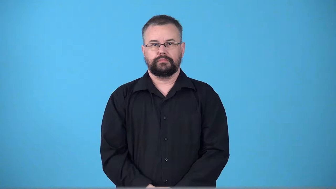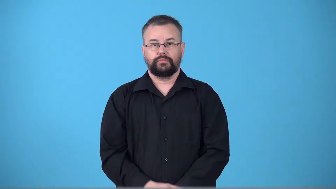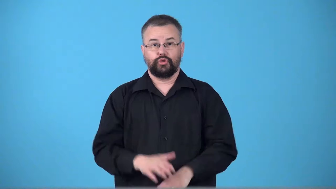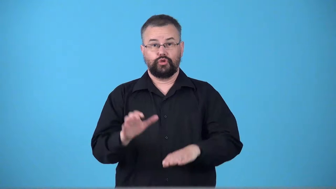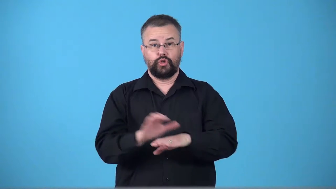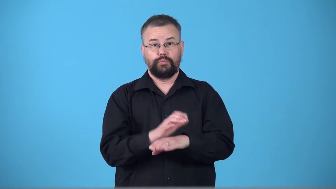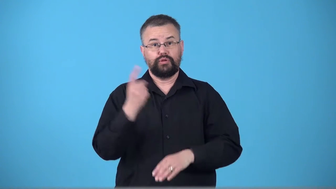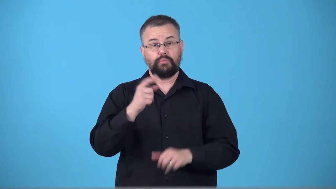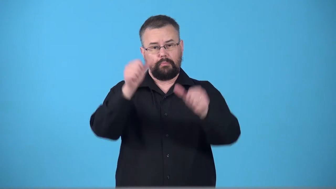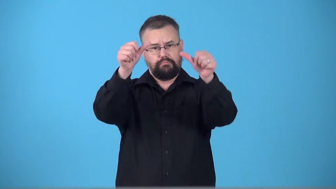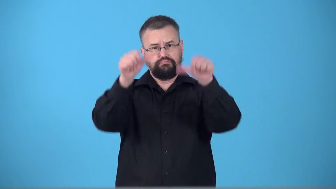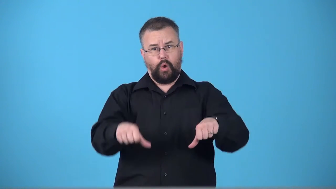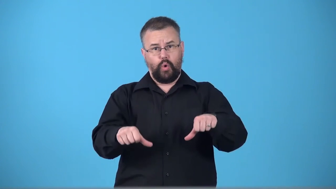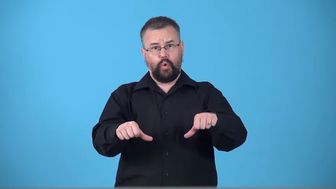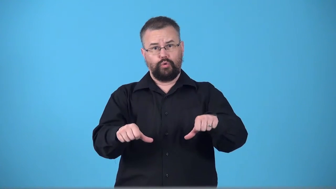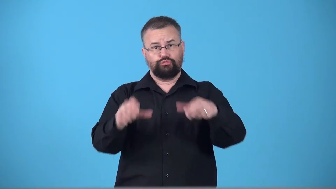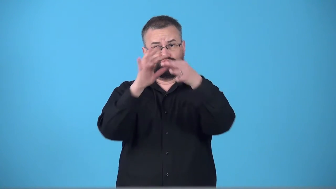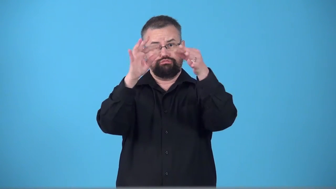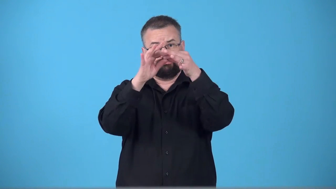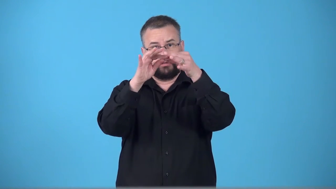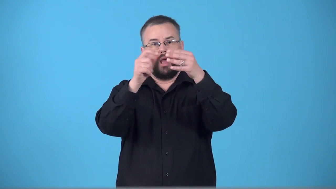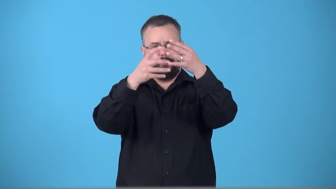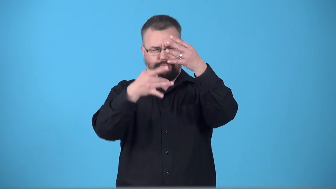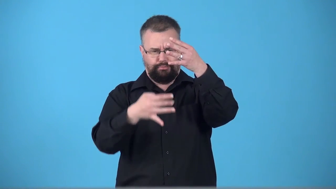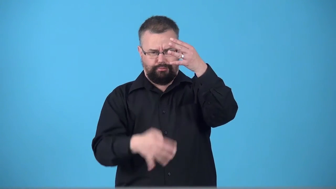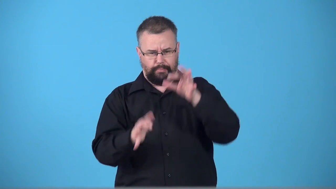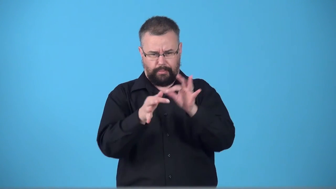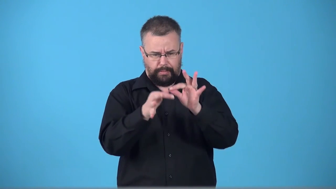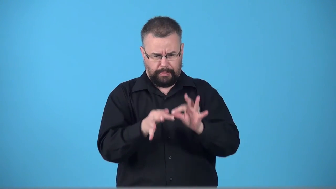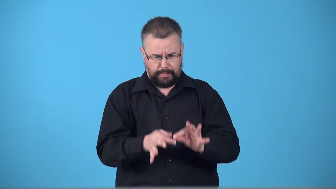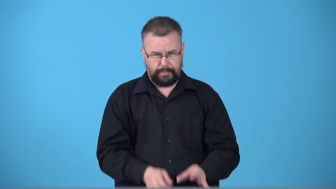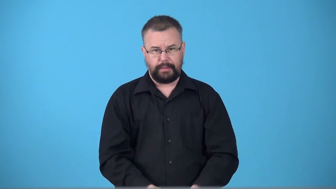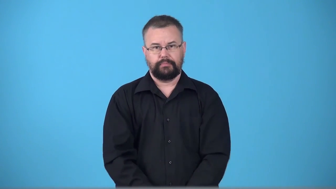thread-line of discussion